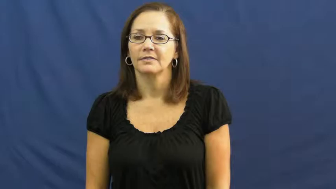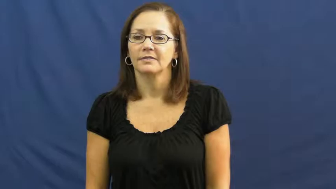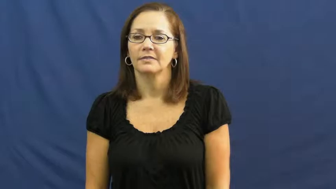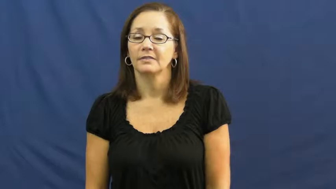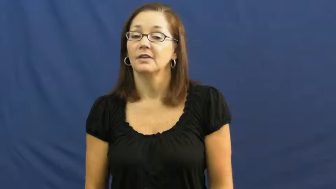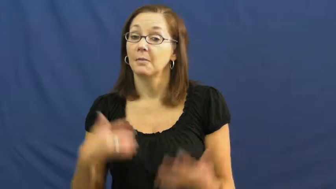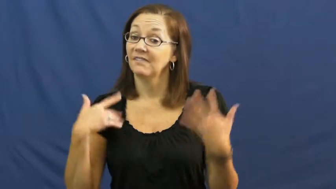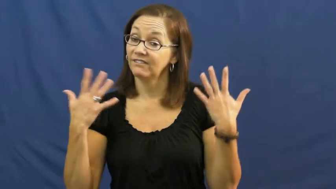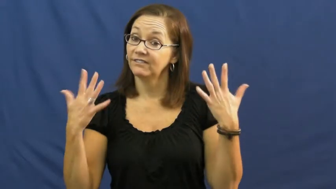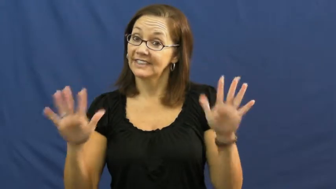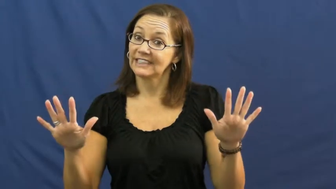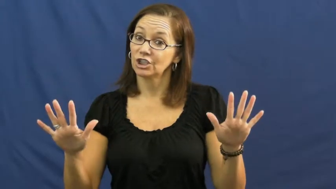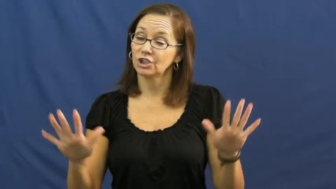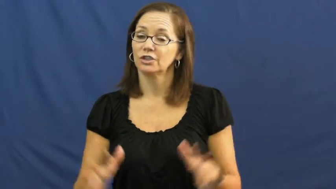get through-finish